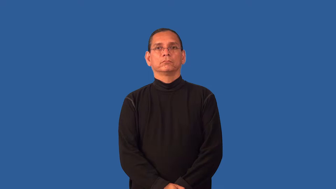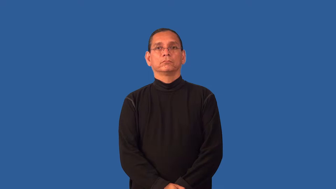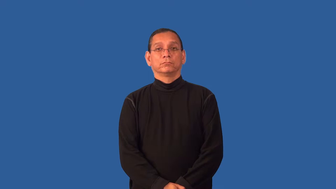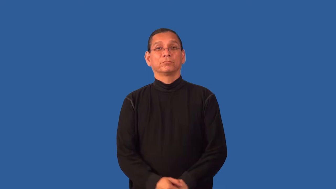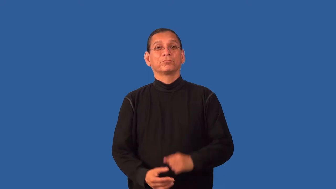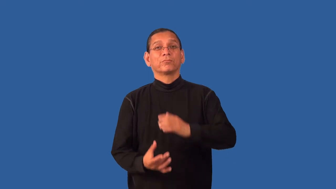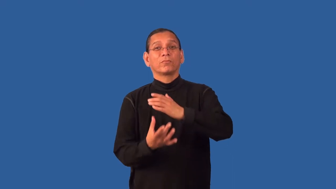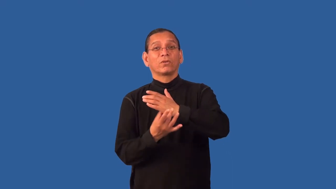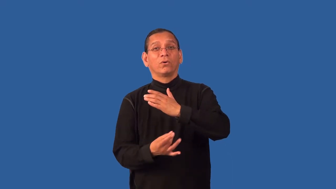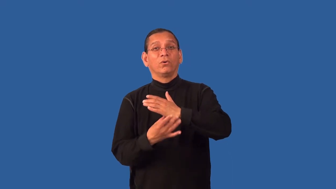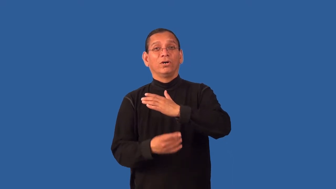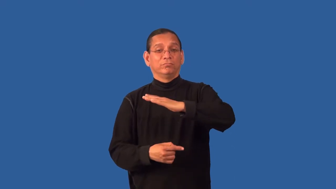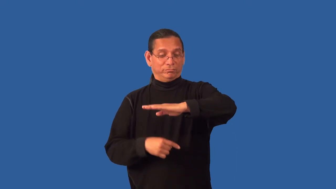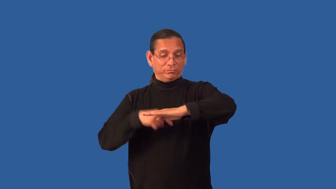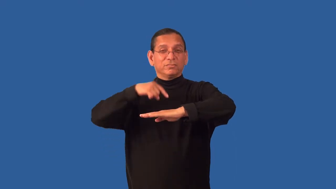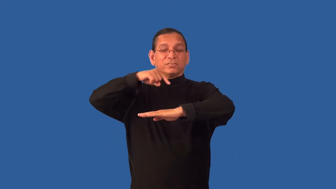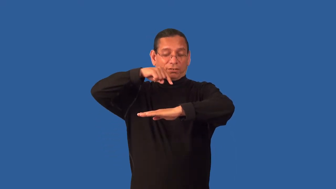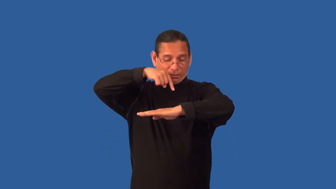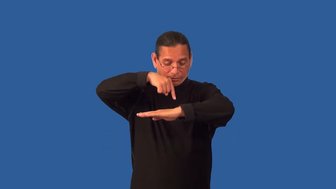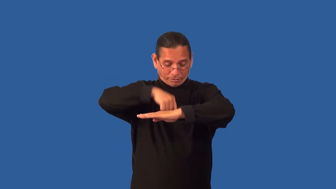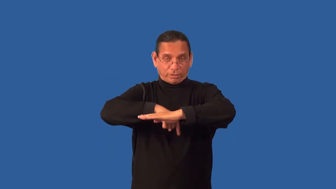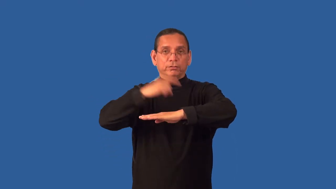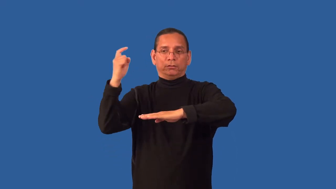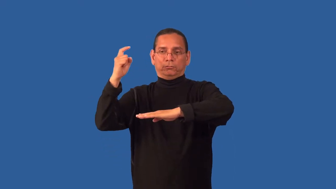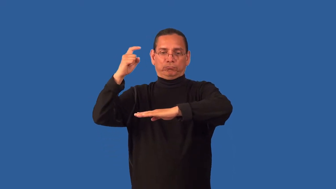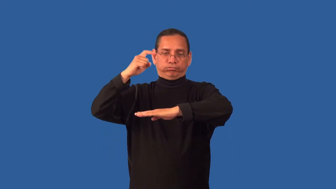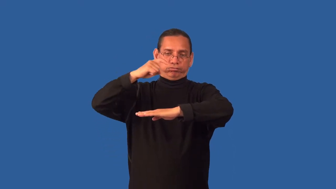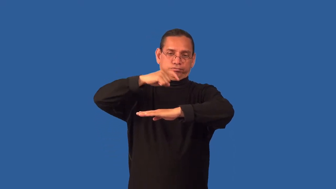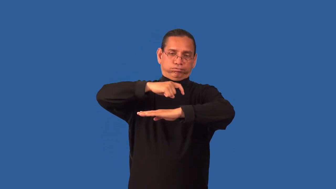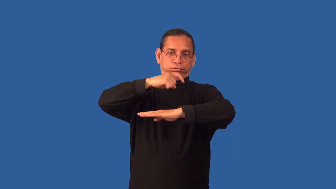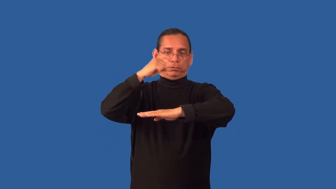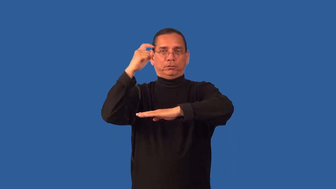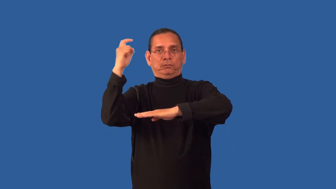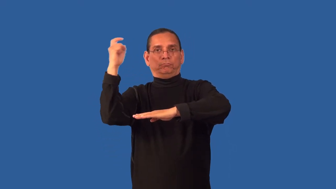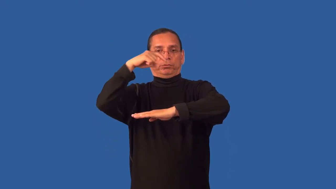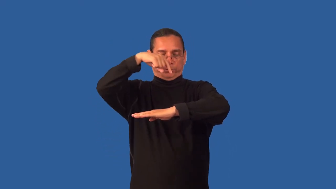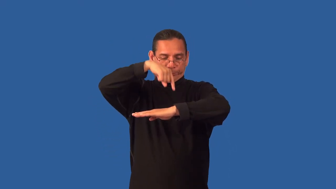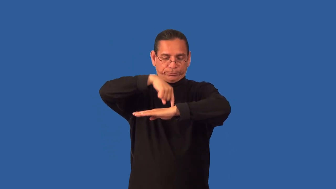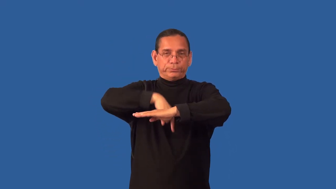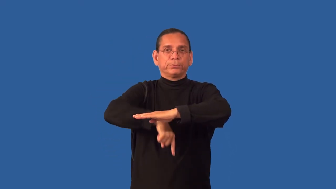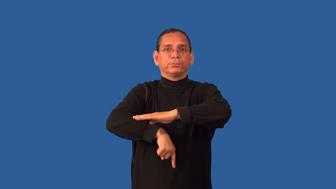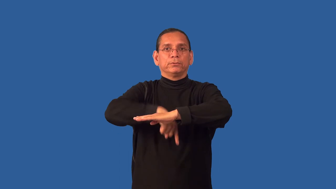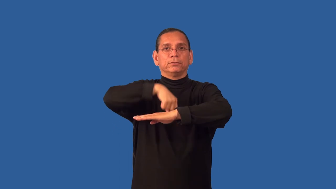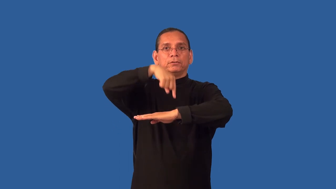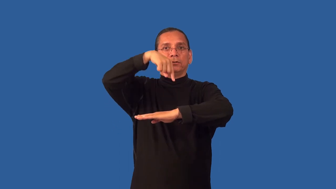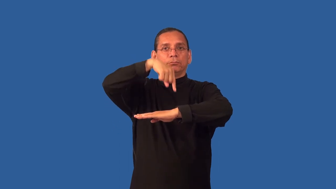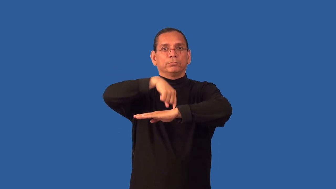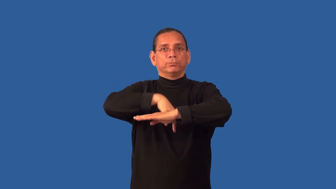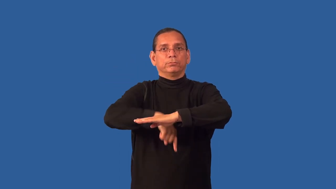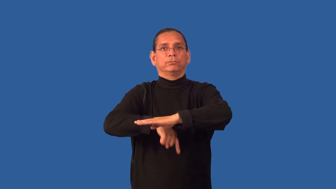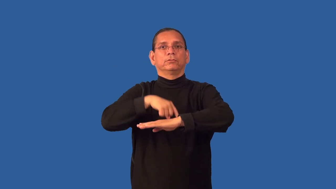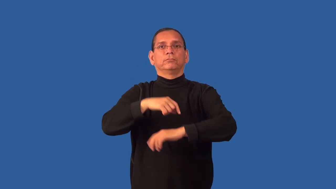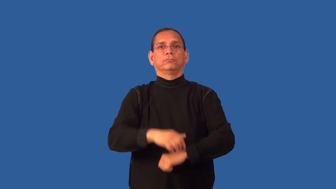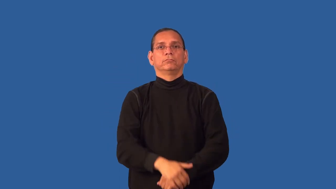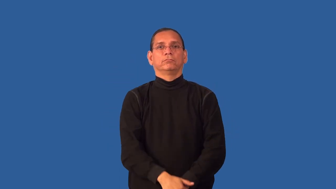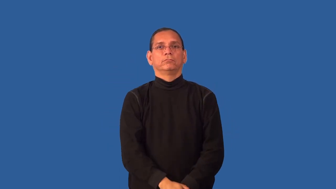rig-oil